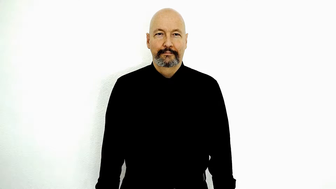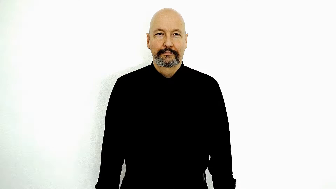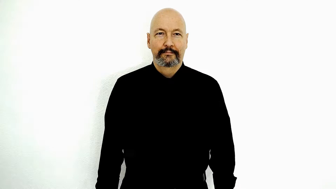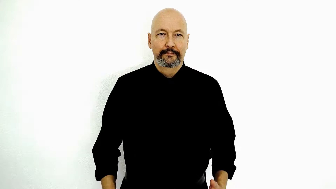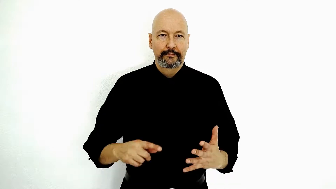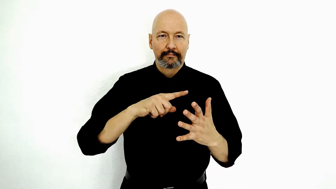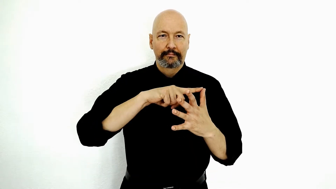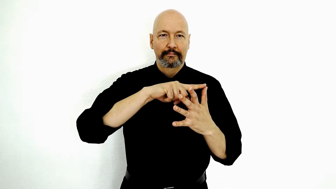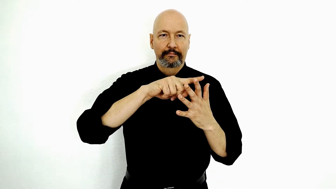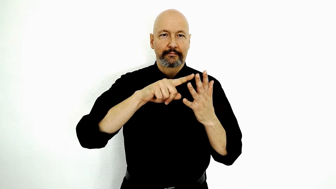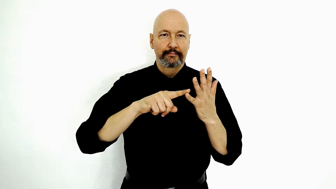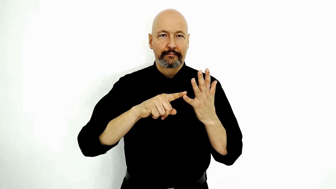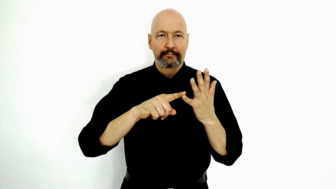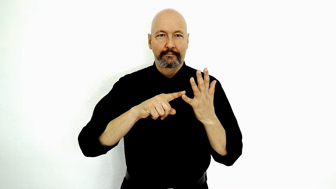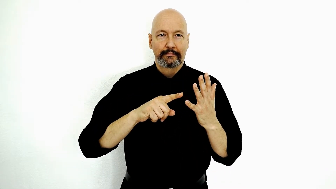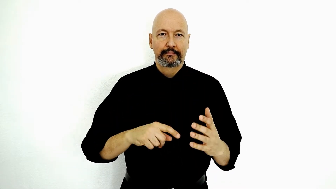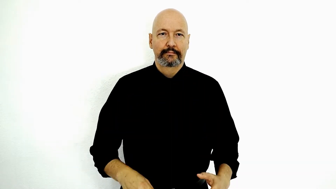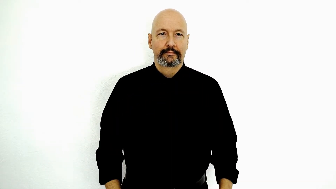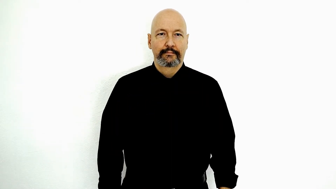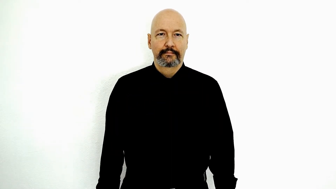VOWELS-[borrowed-sign]-[recommended-version]